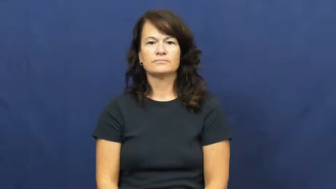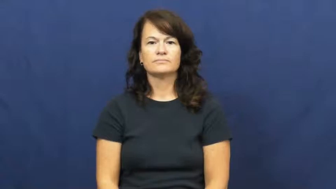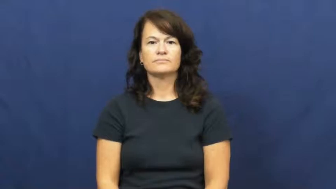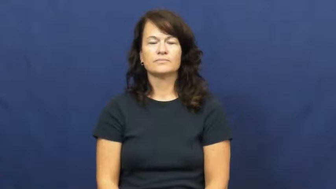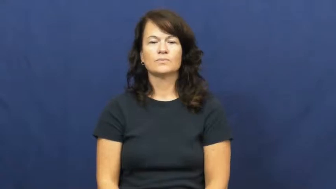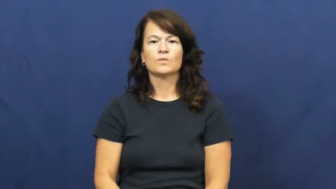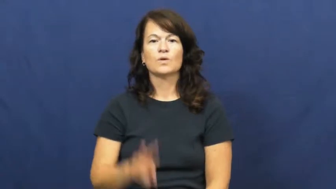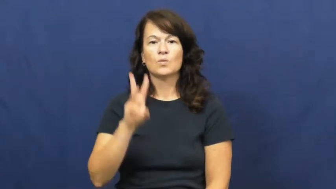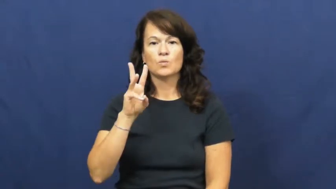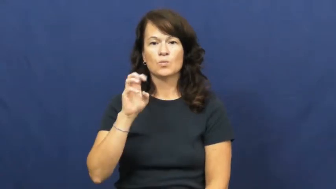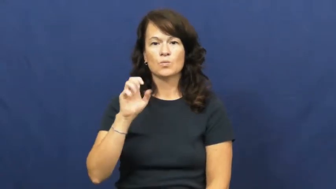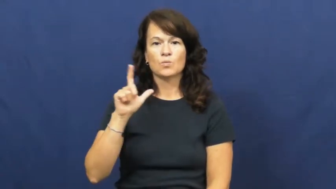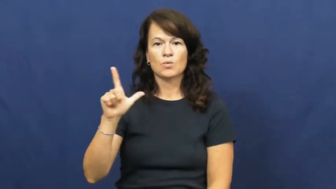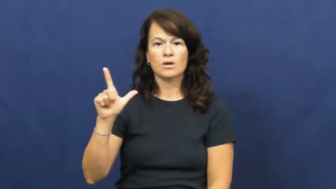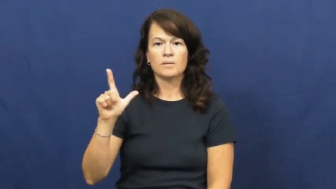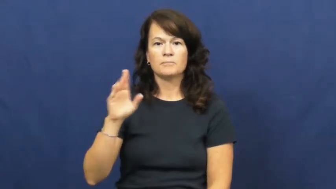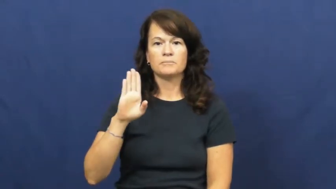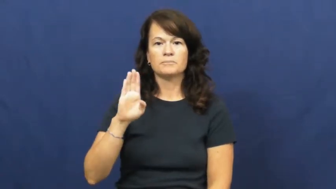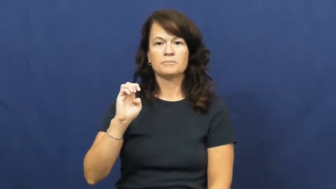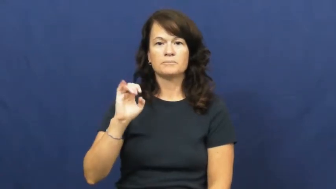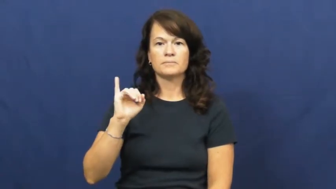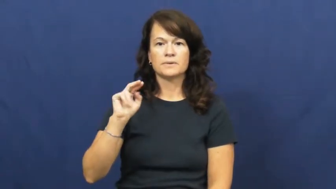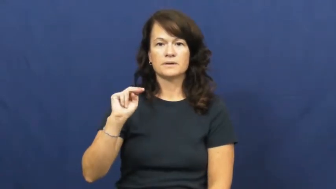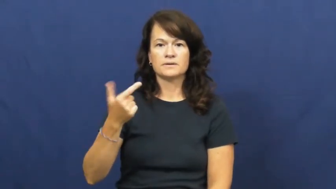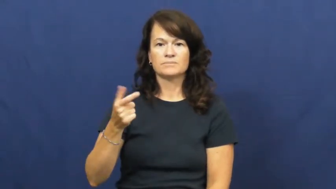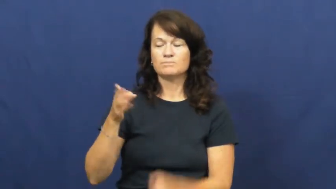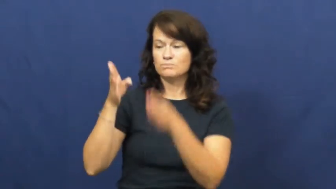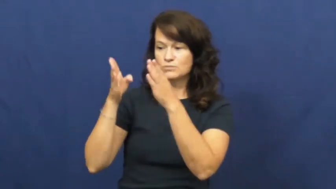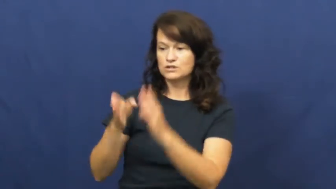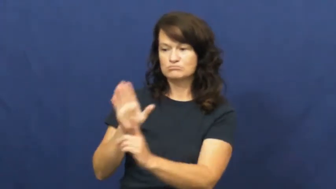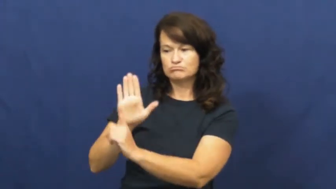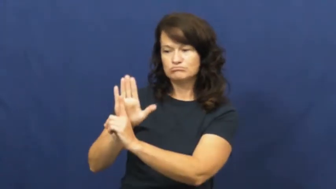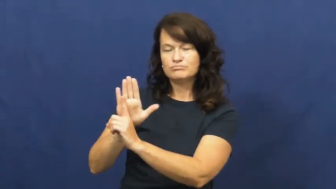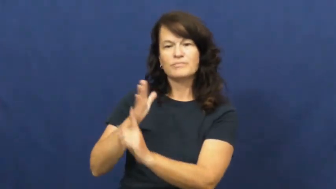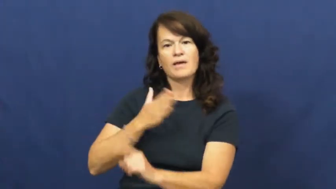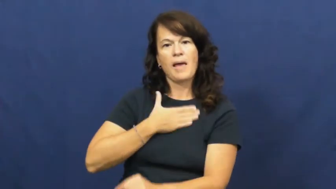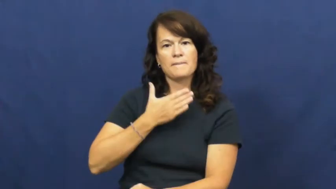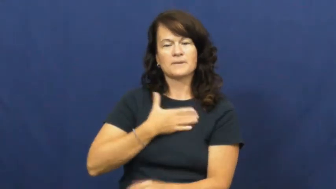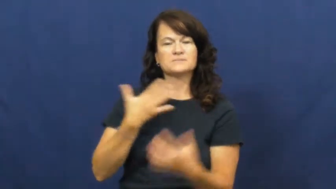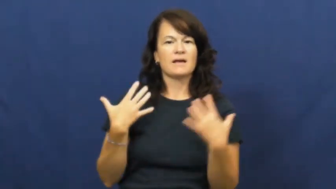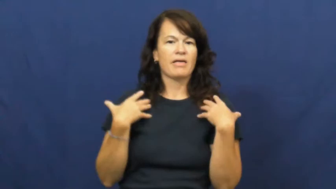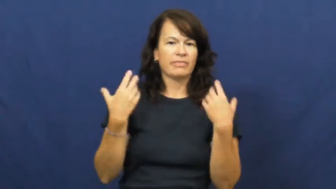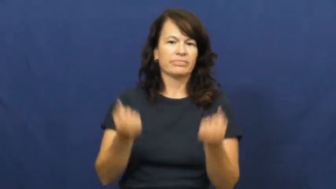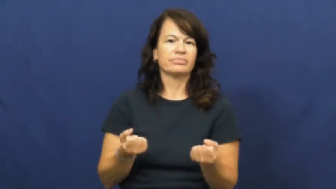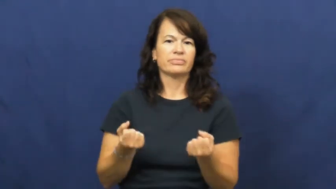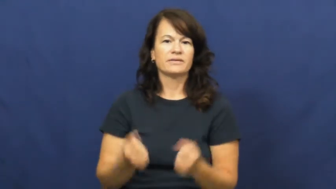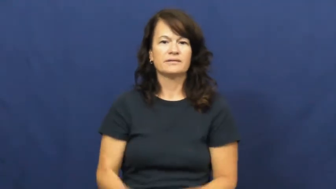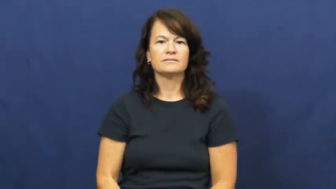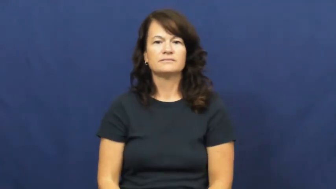well being